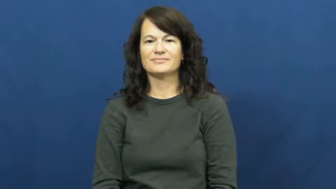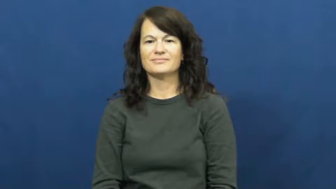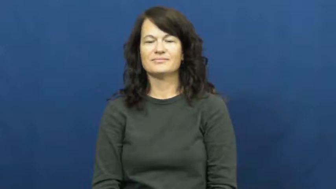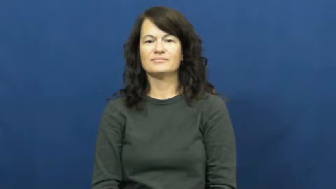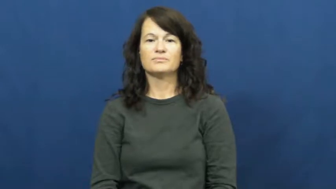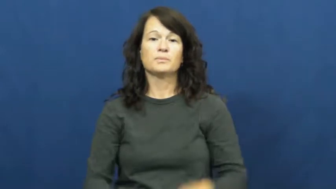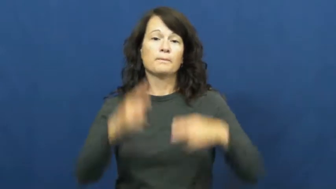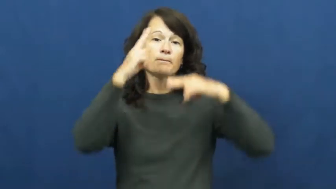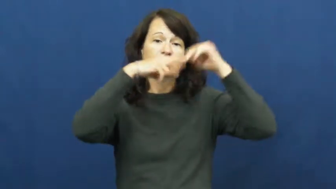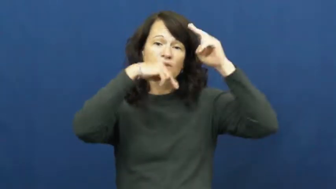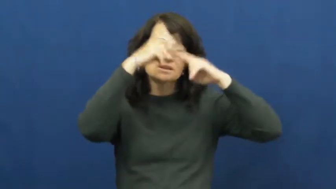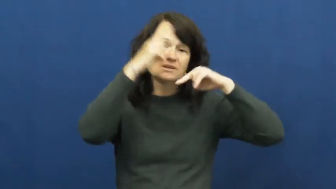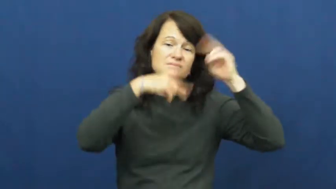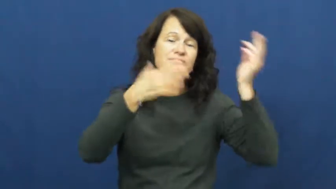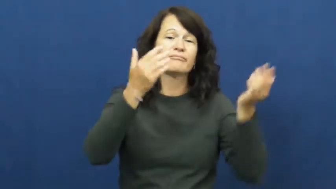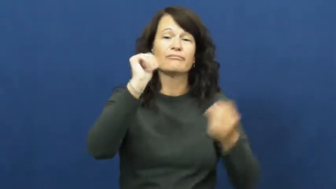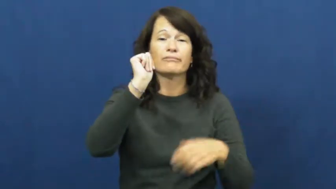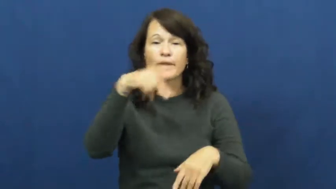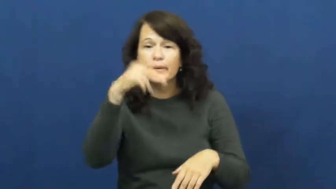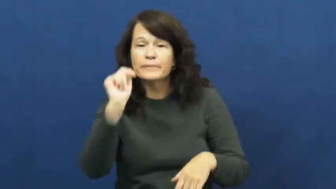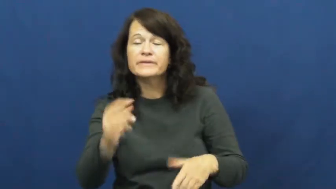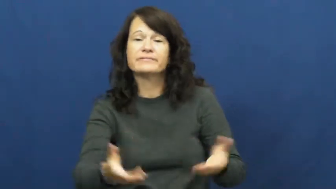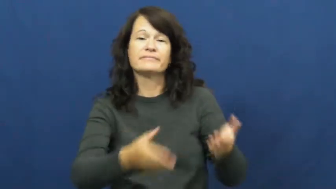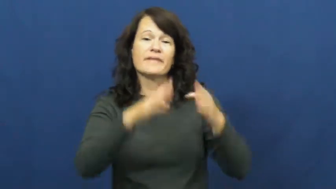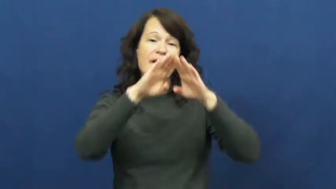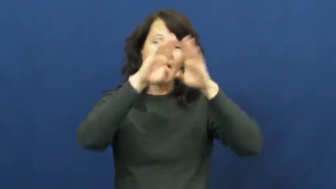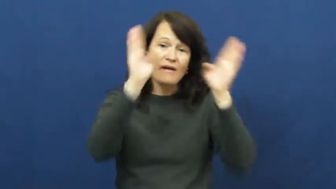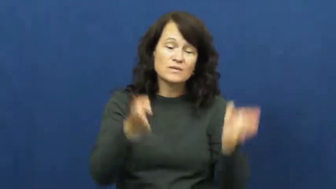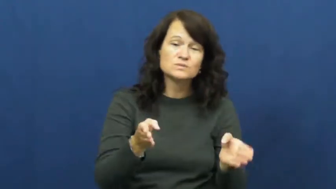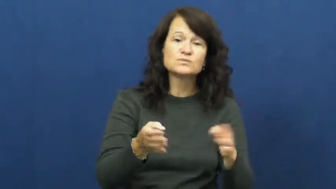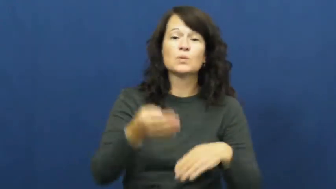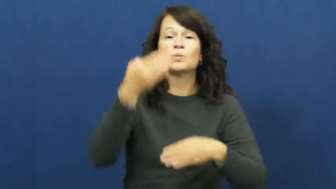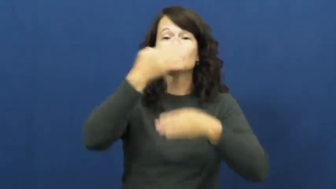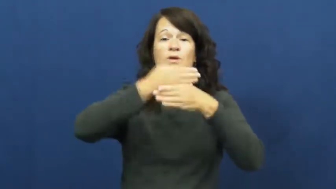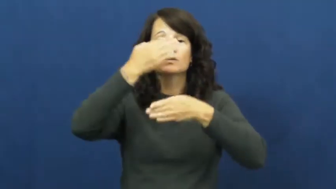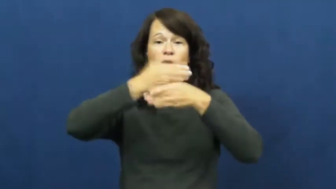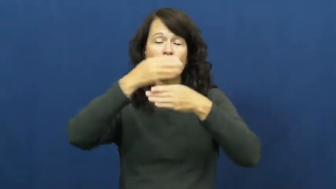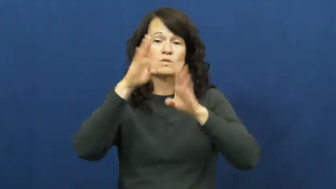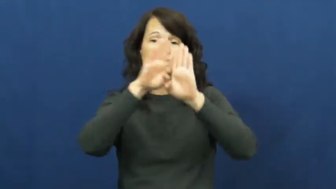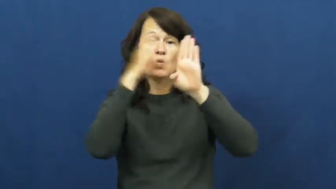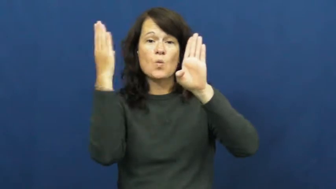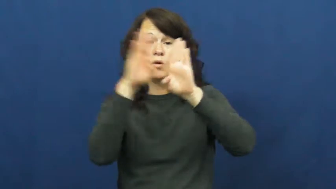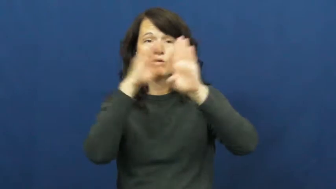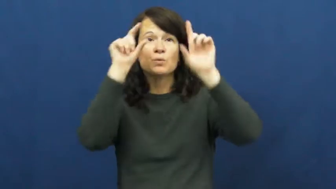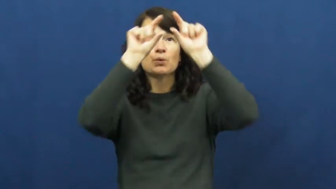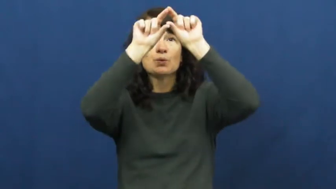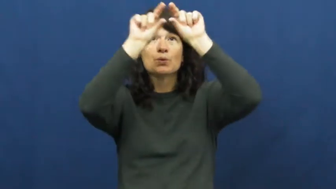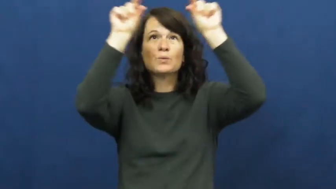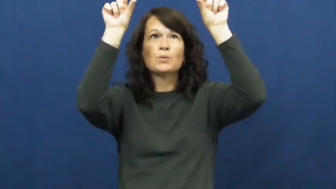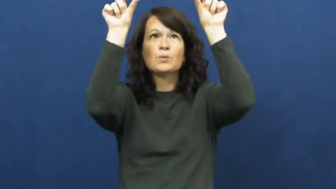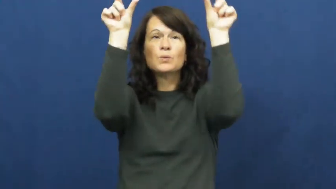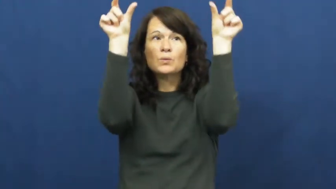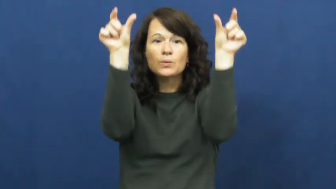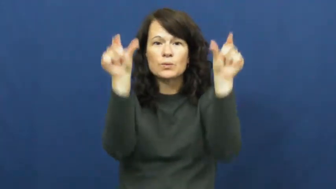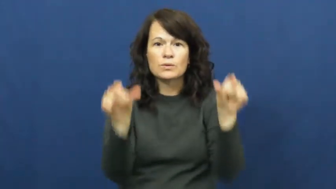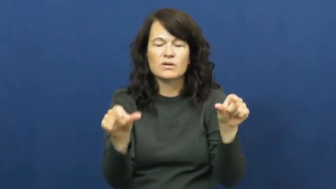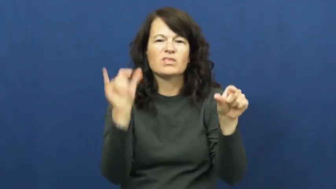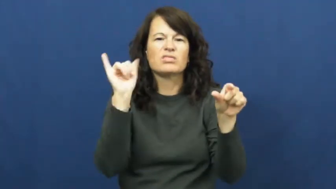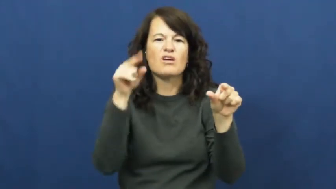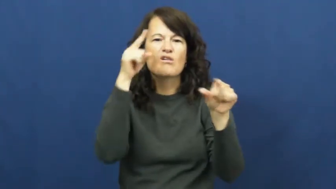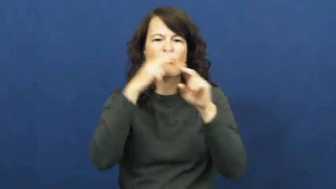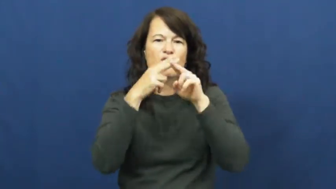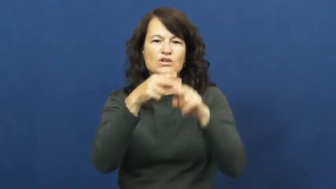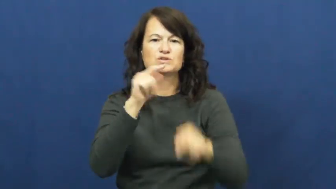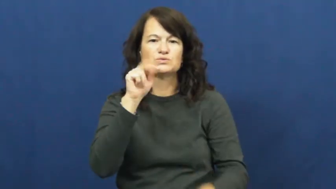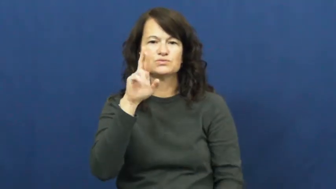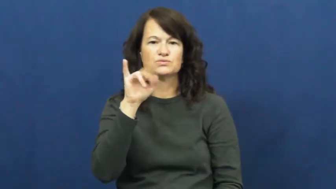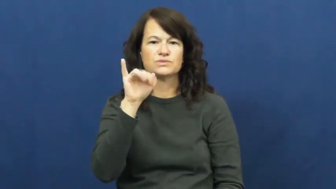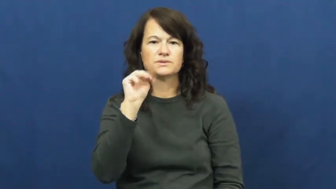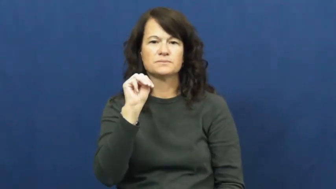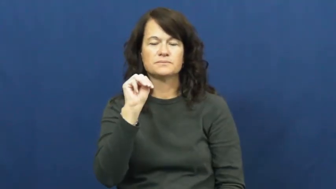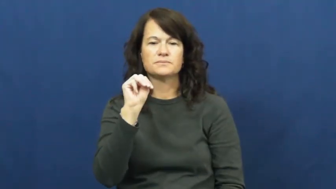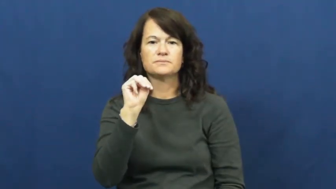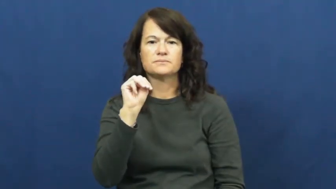trim-house